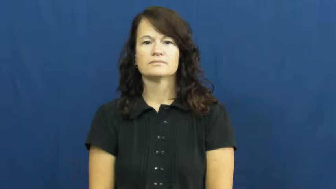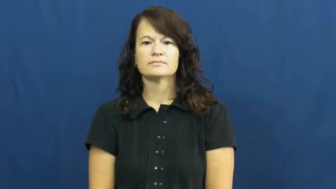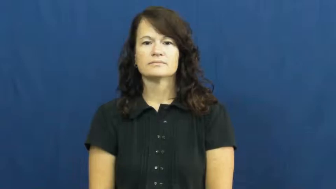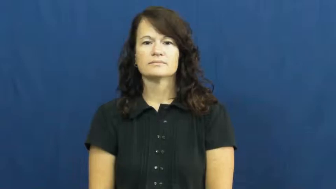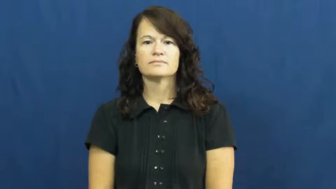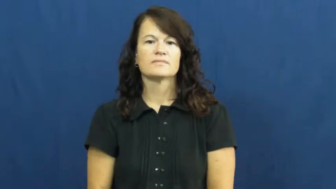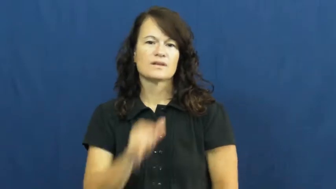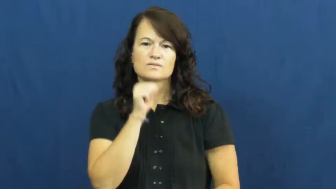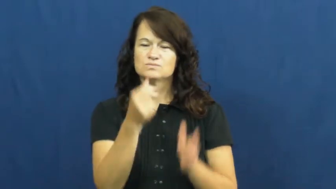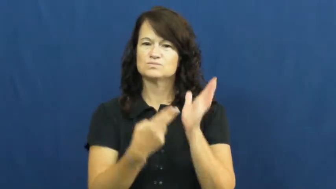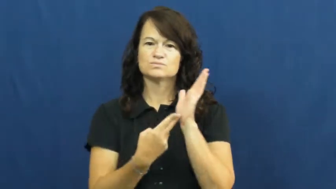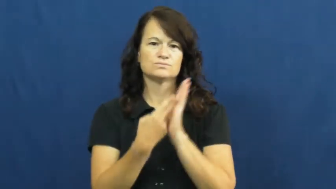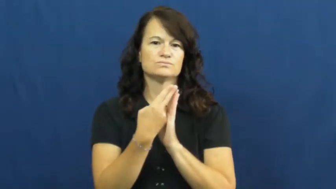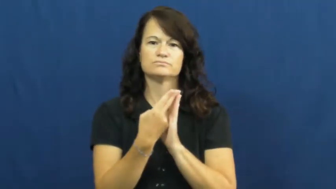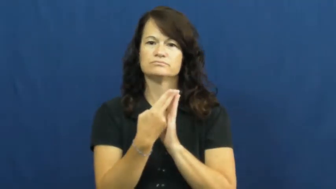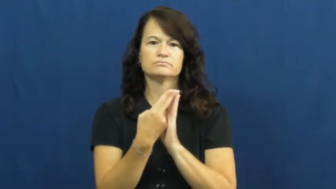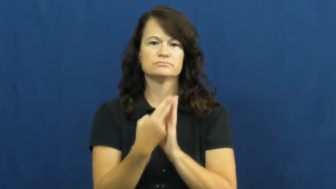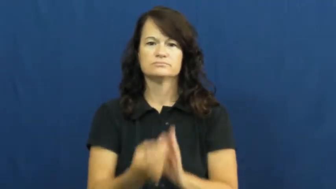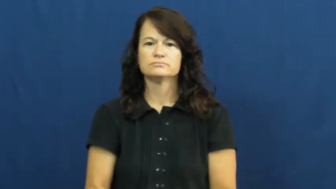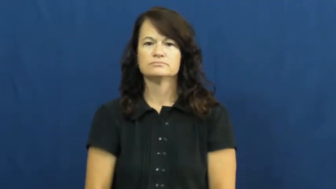untruthful